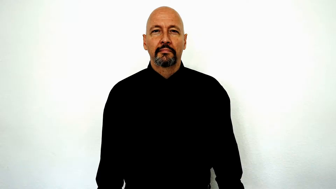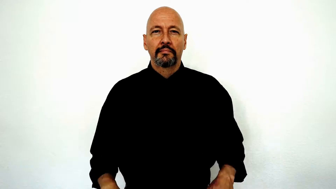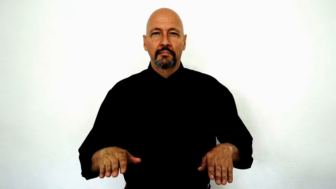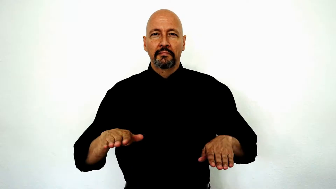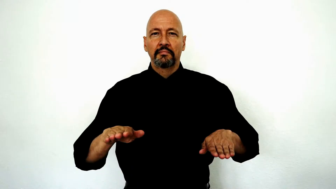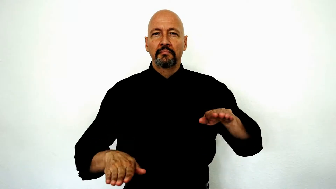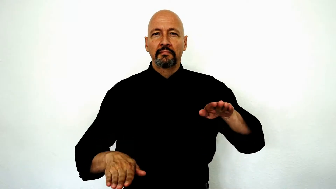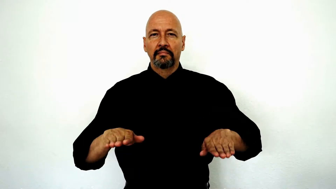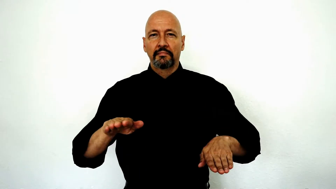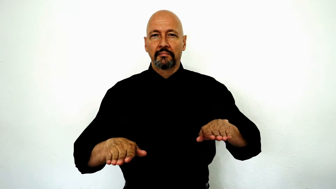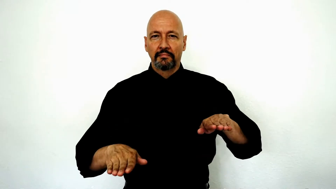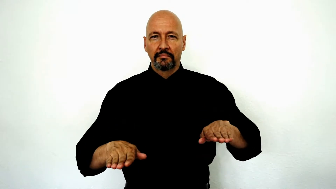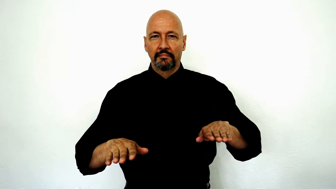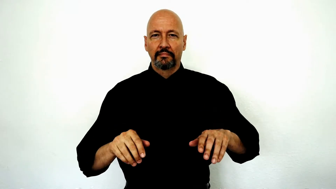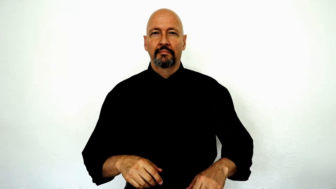BALANCE